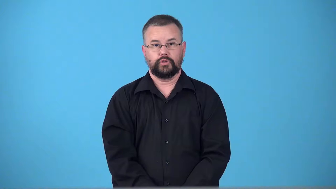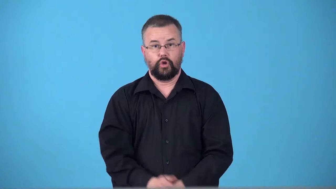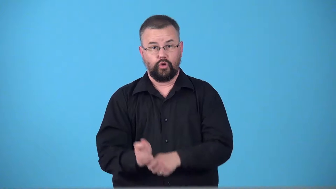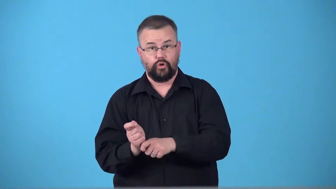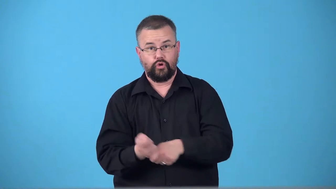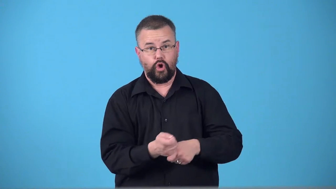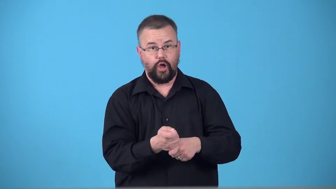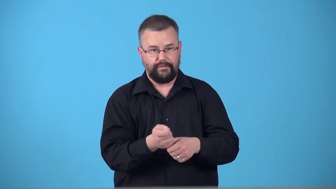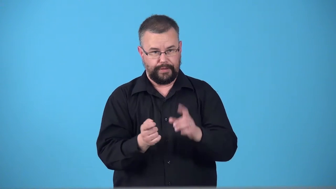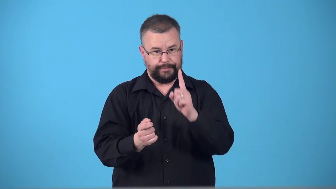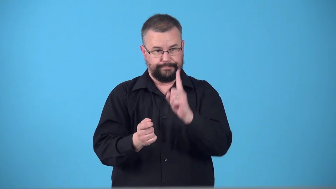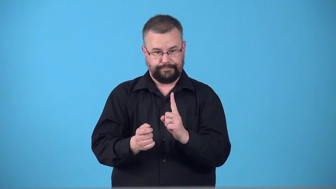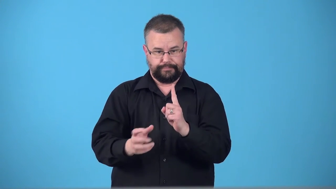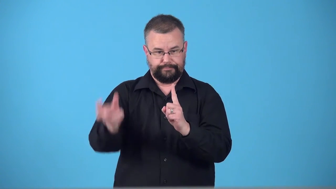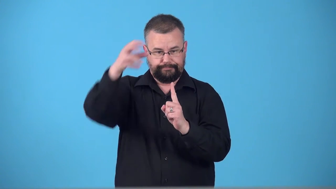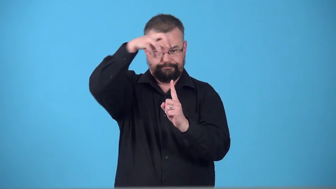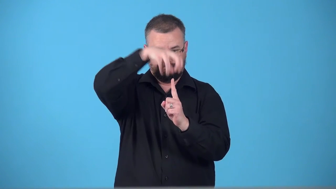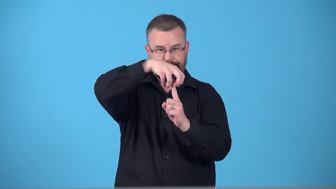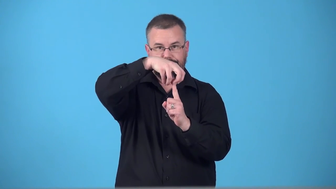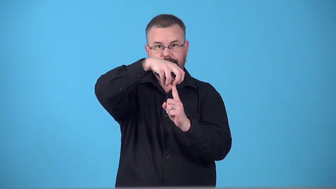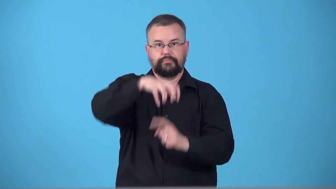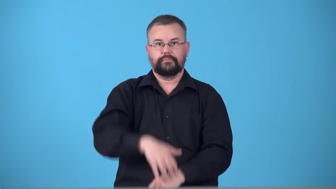tee,tee up-put ball on tee